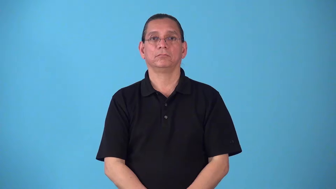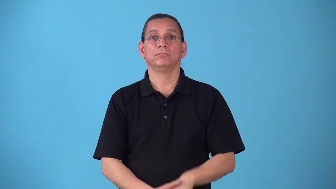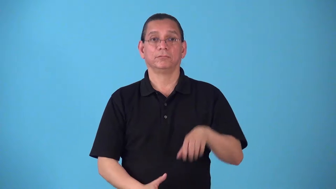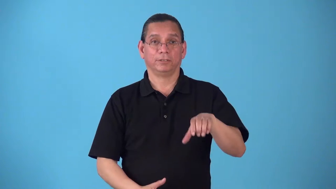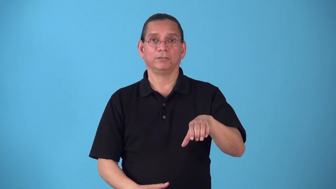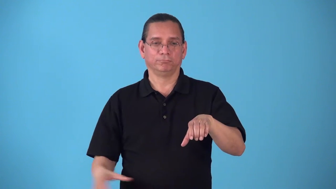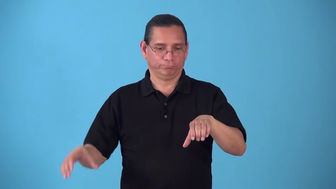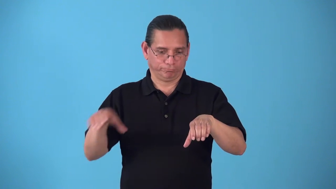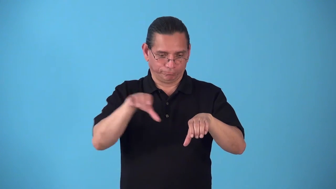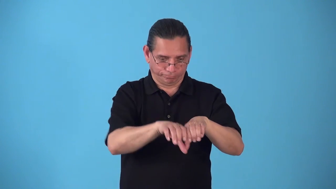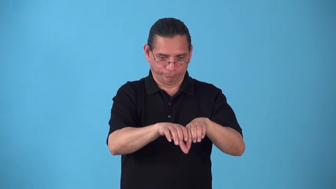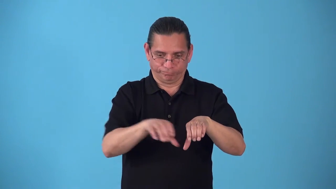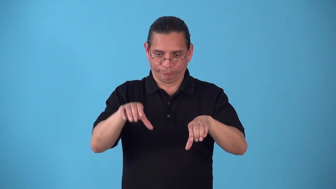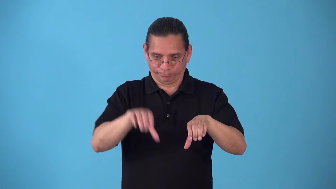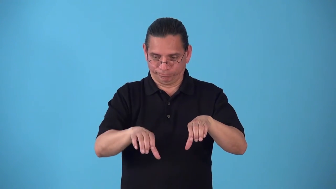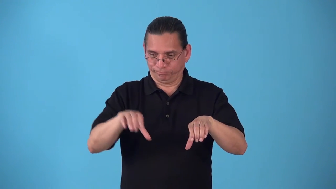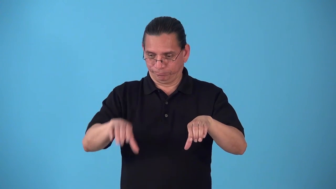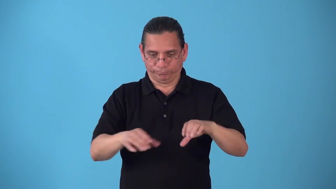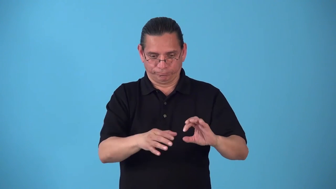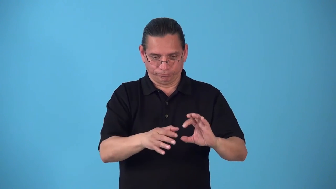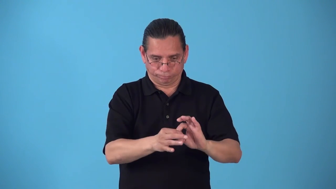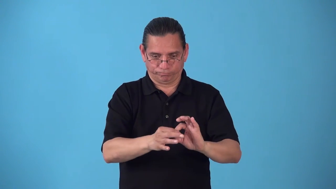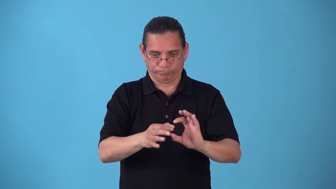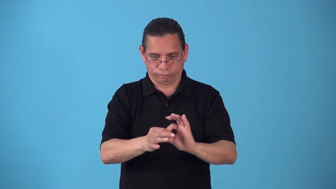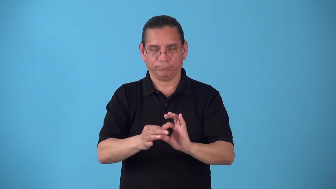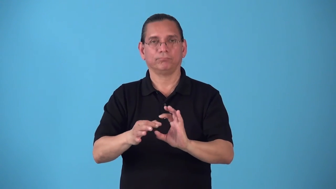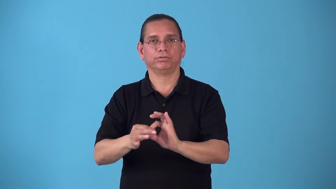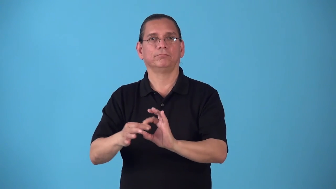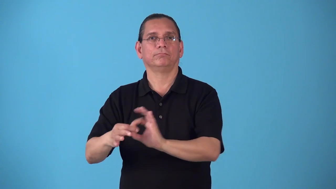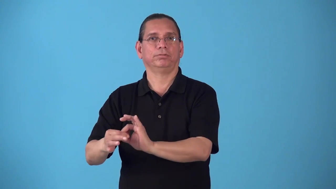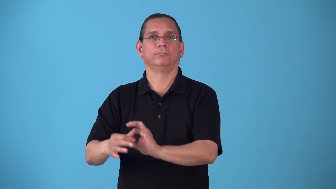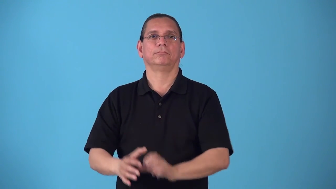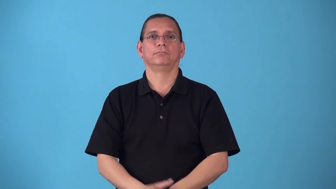sectional-made in sections that fit together